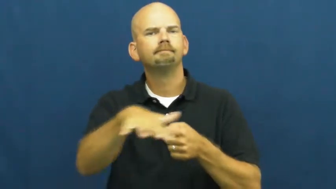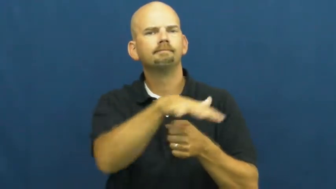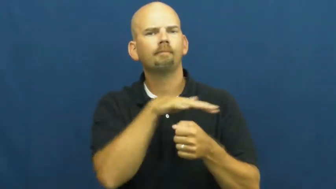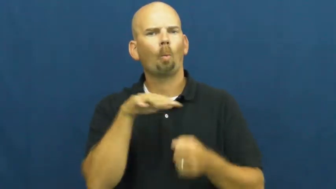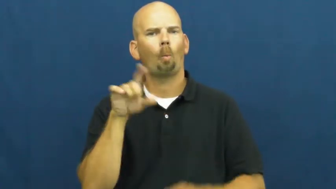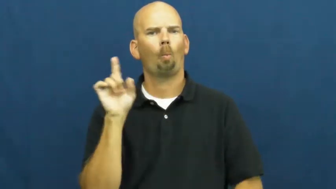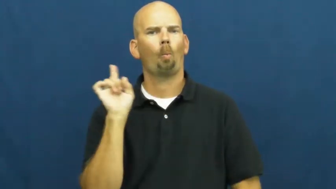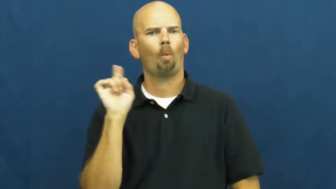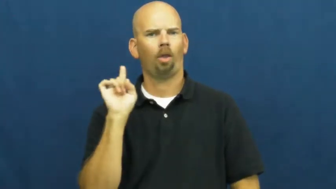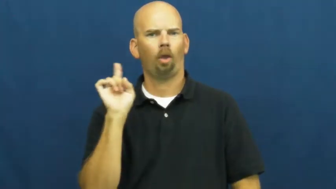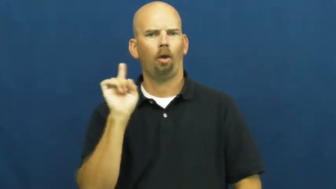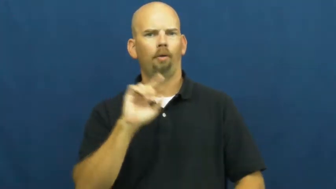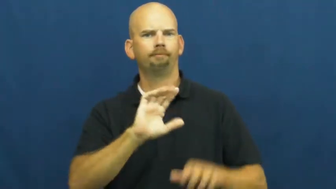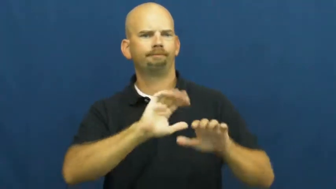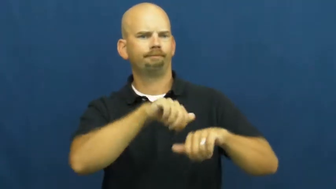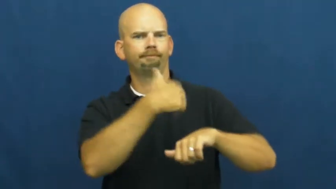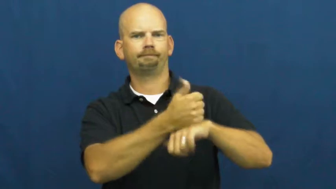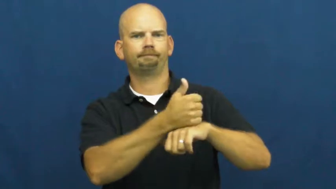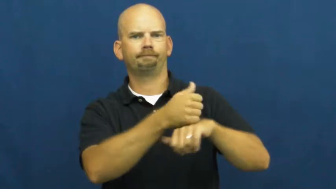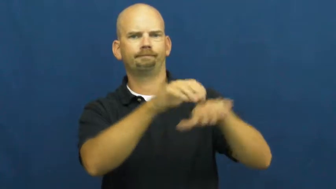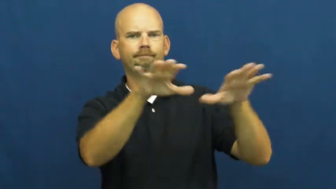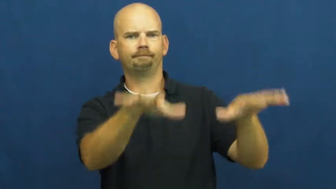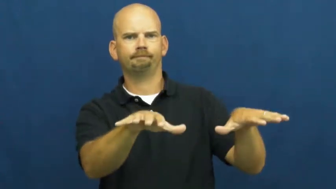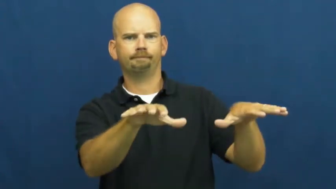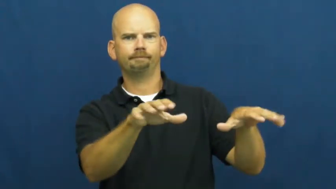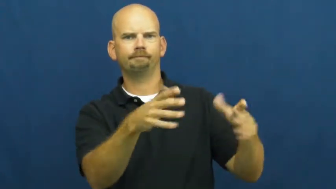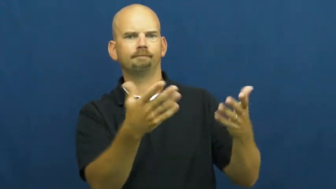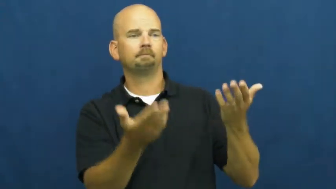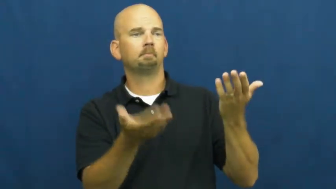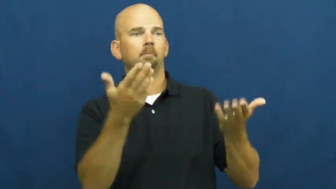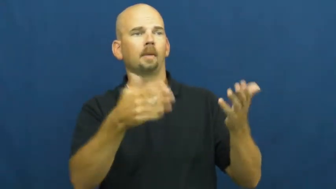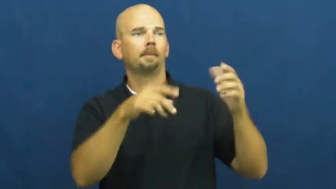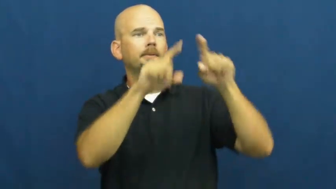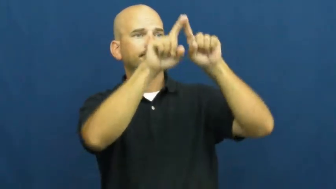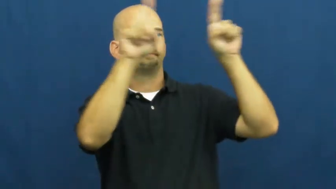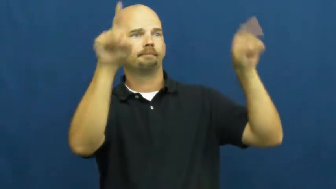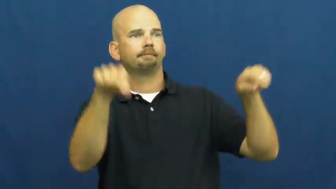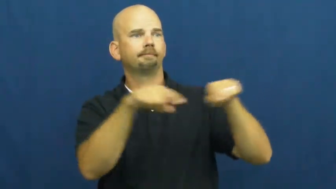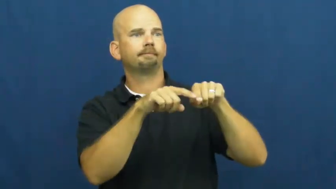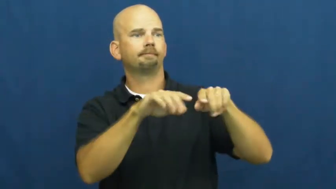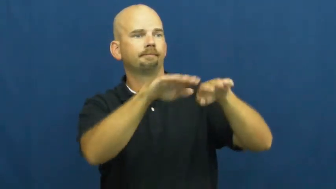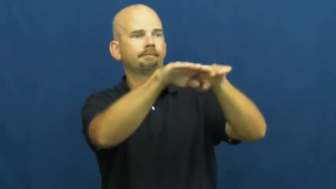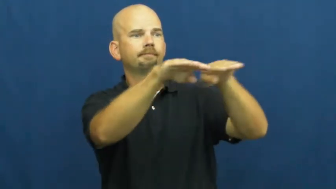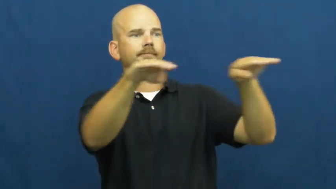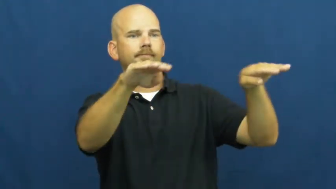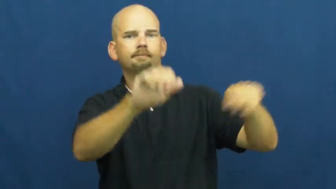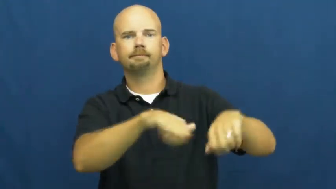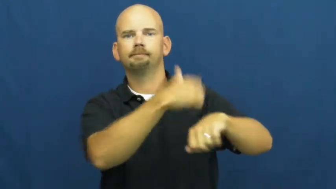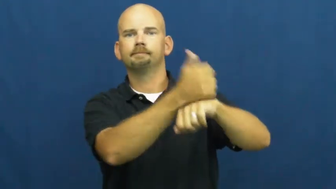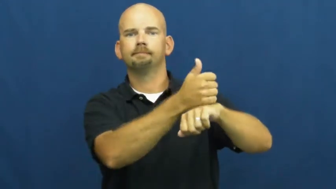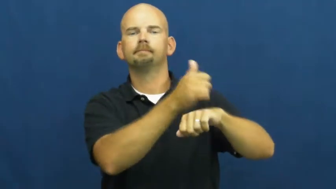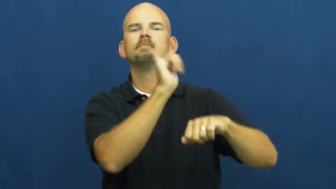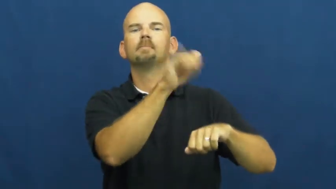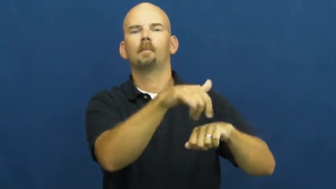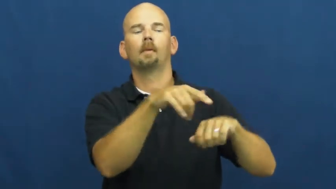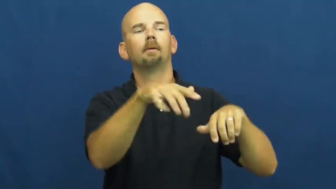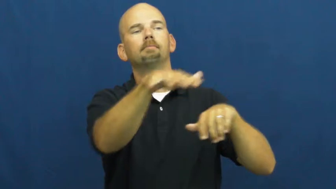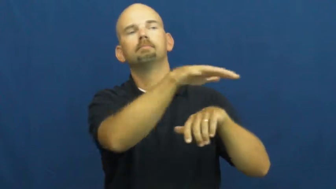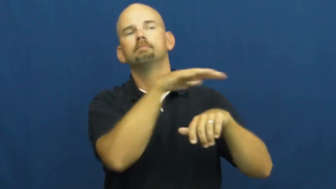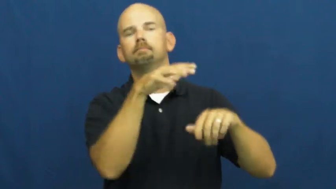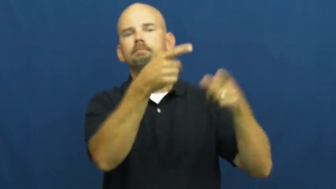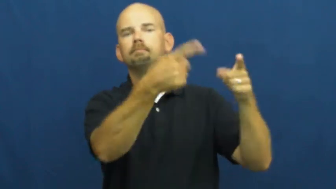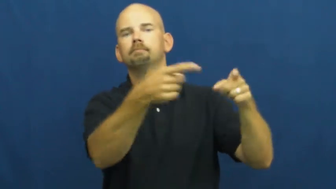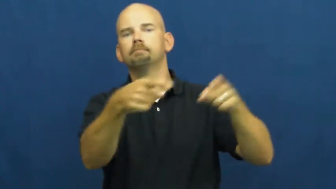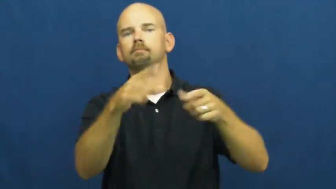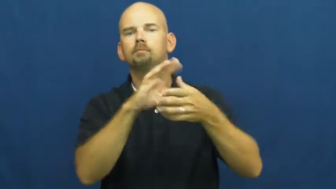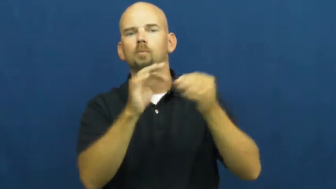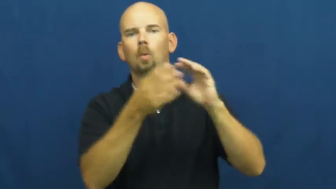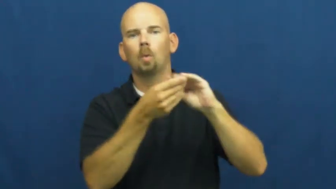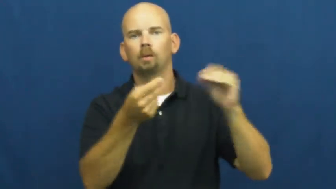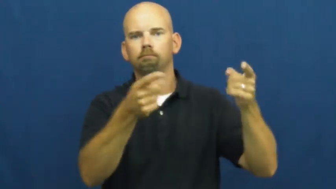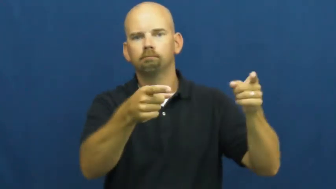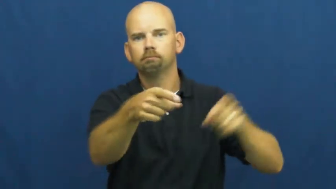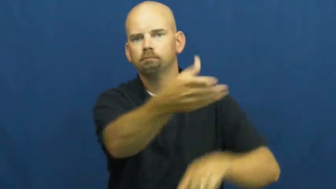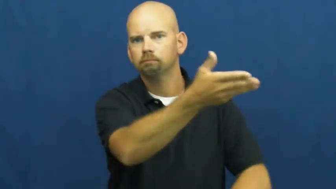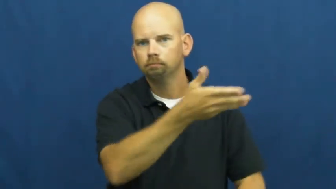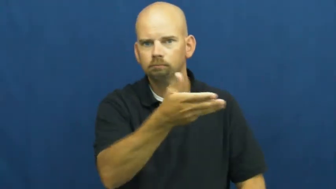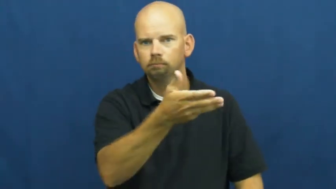setting-literature